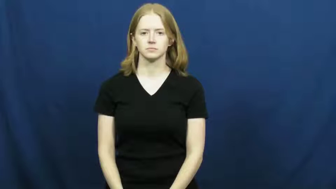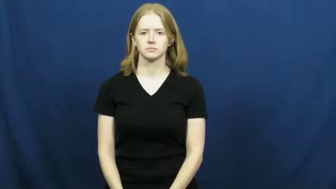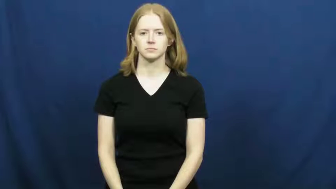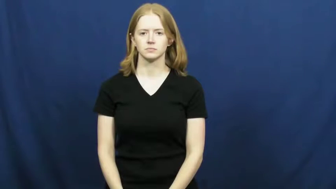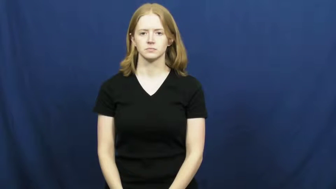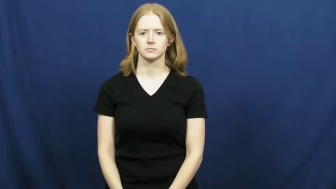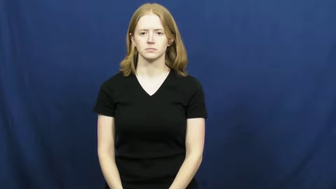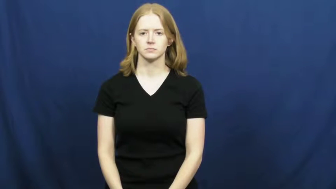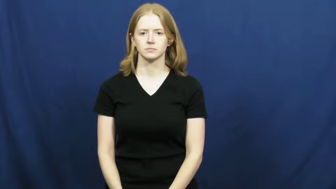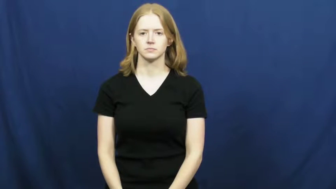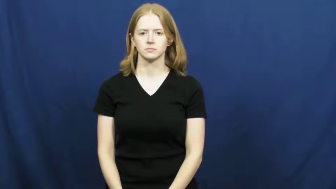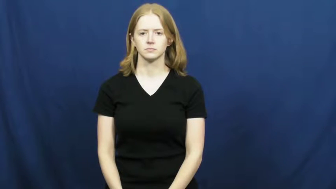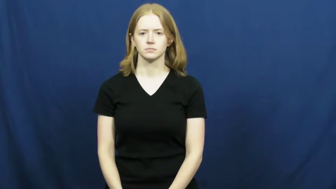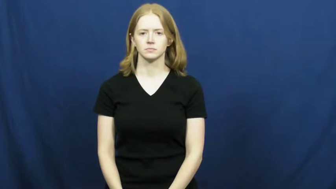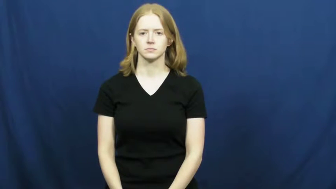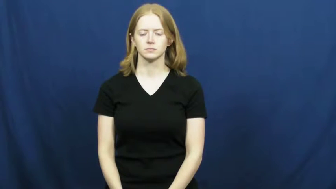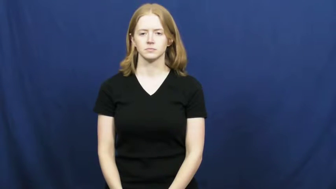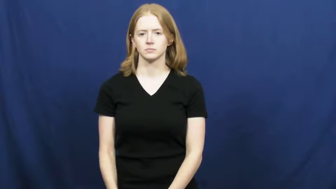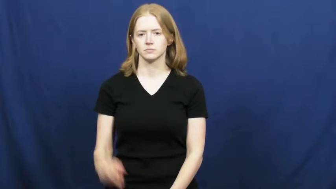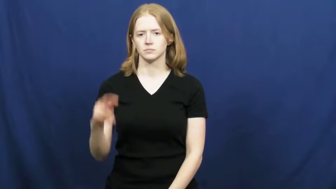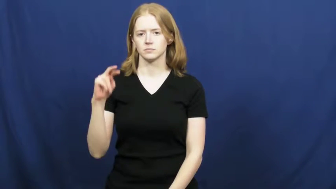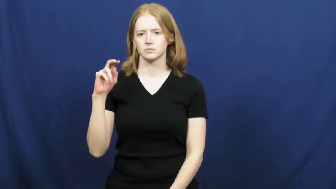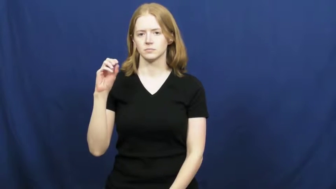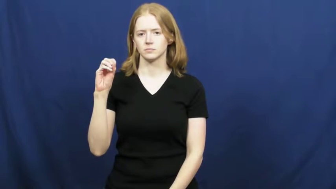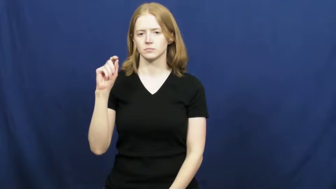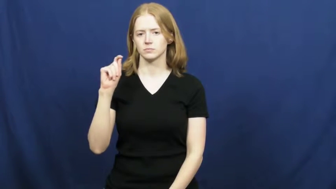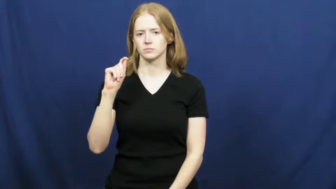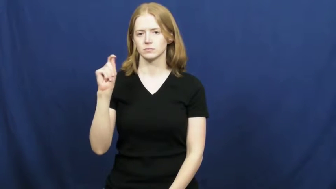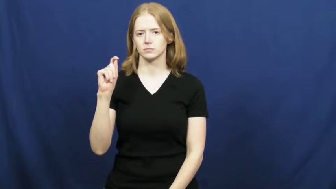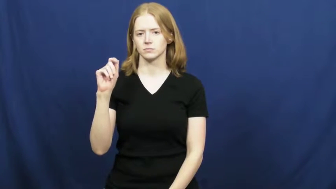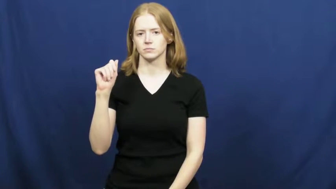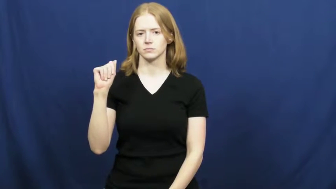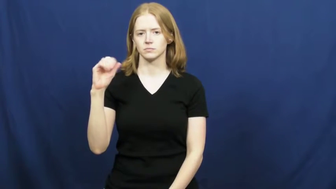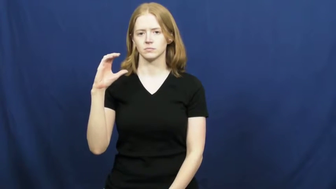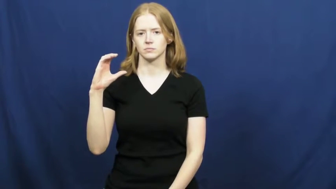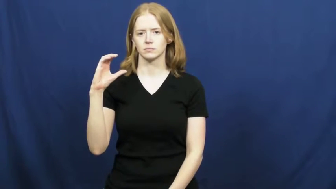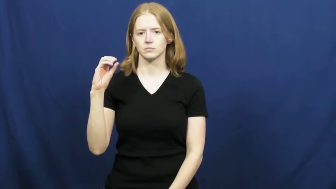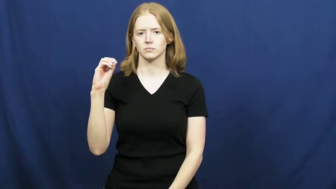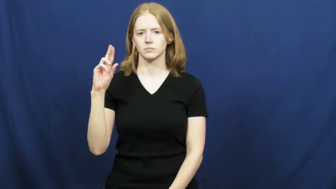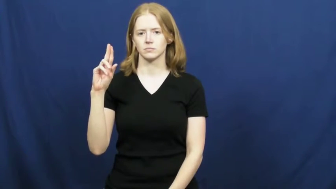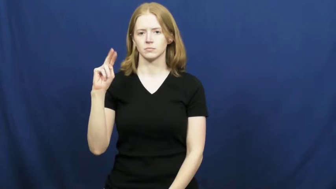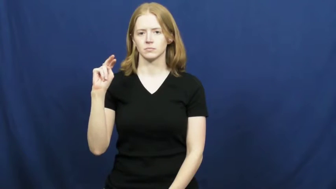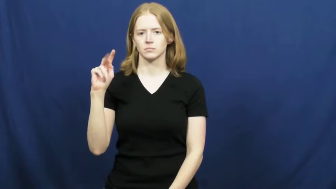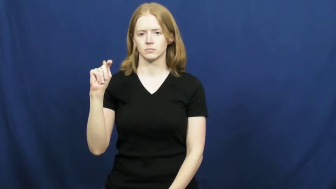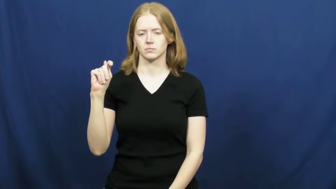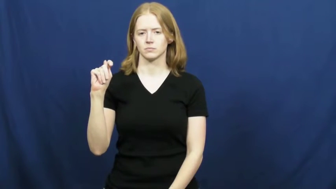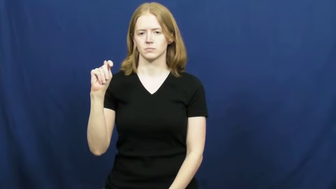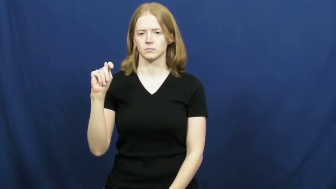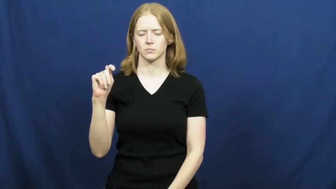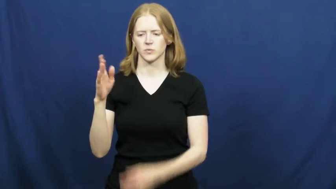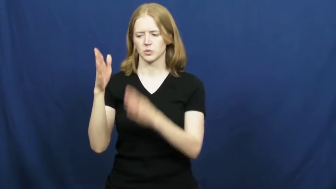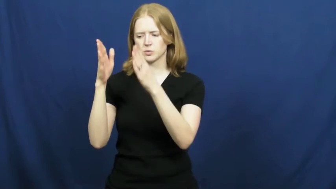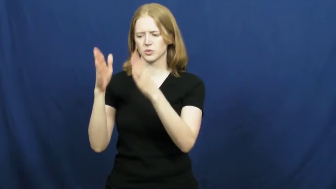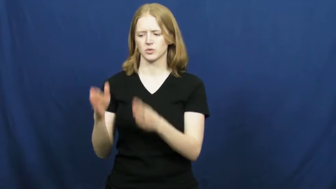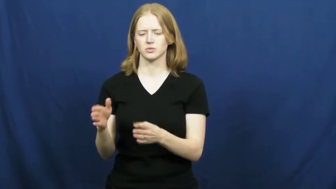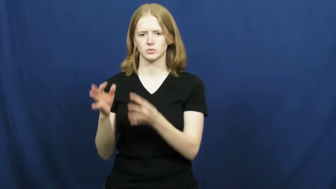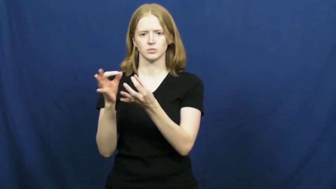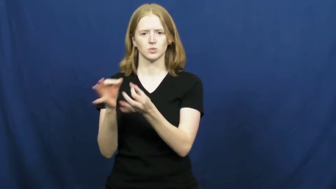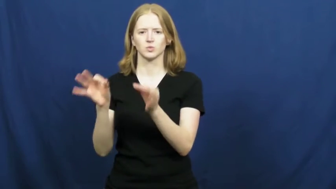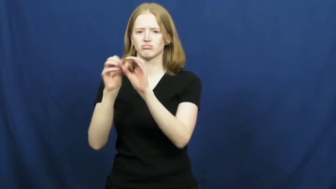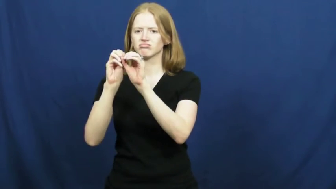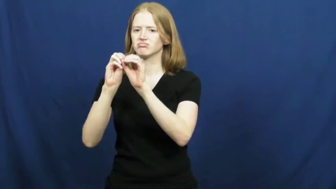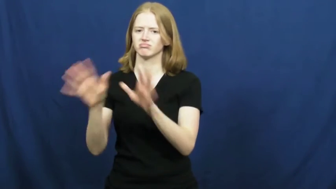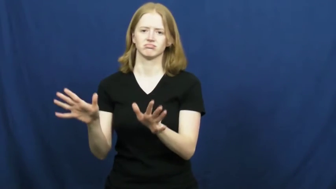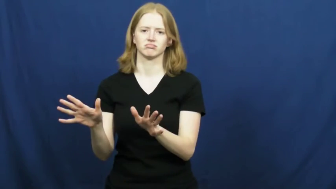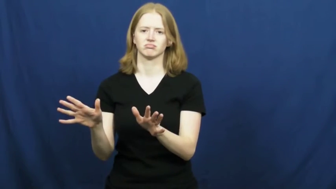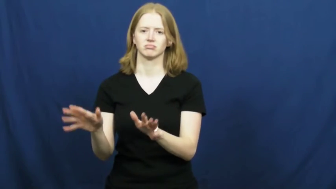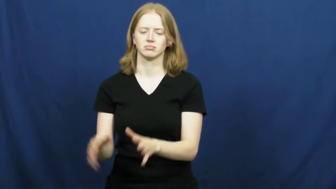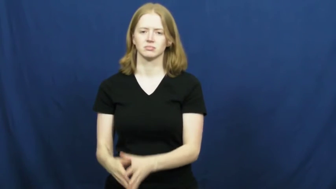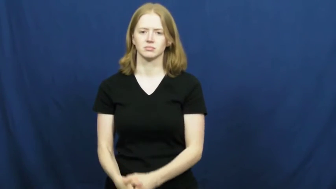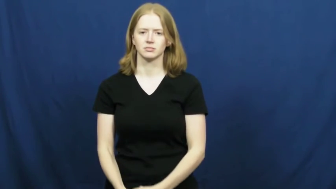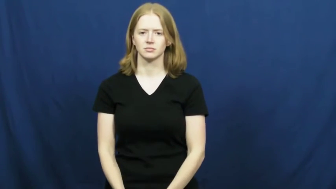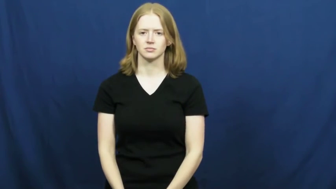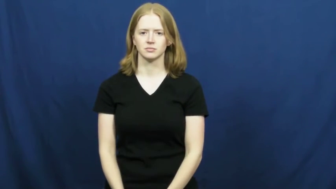no-account